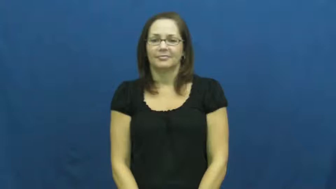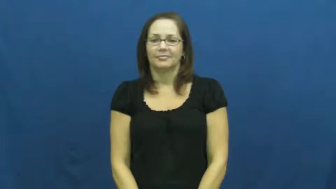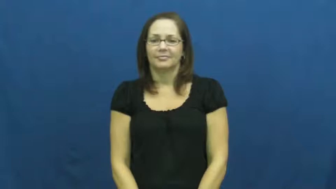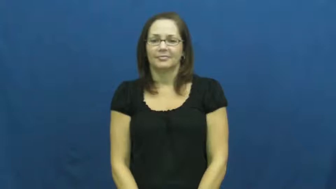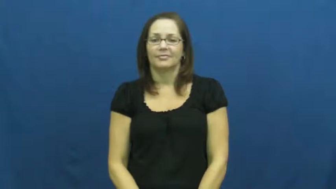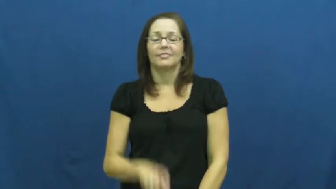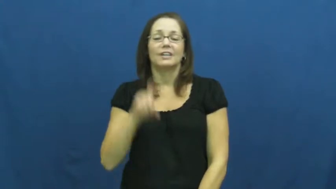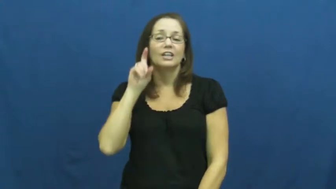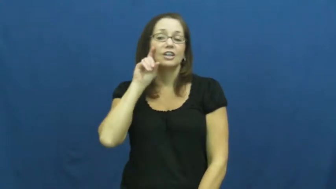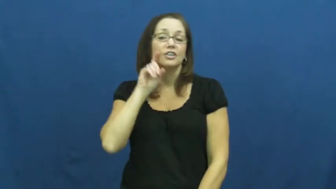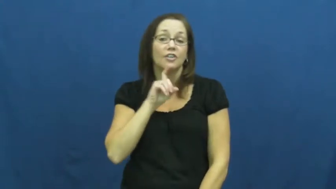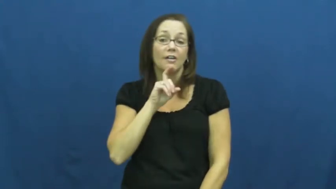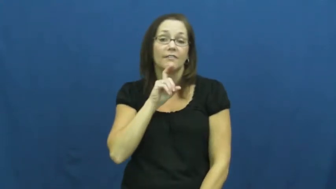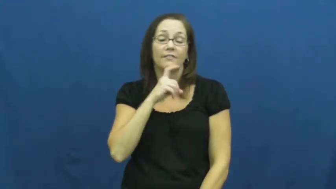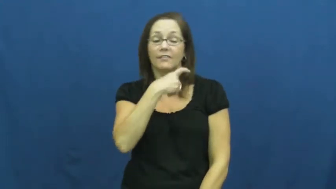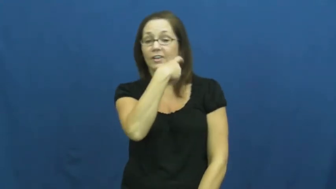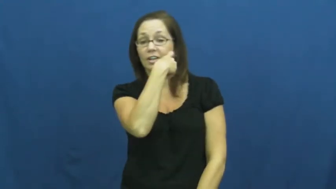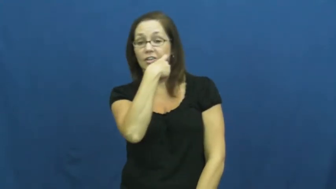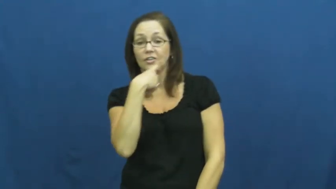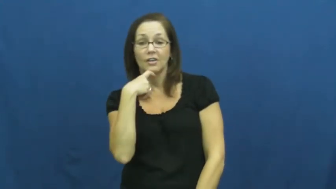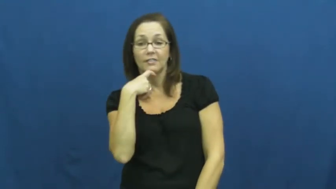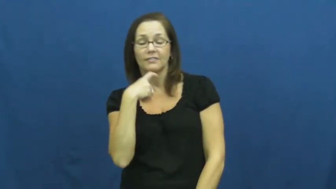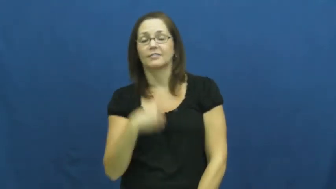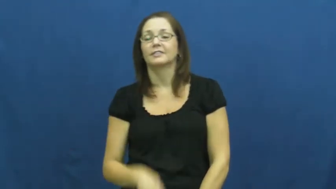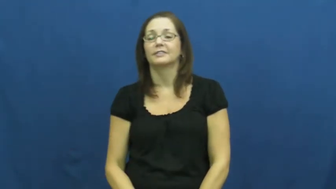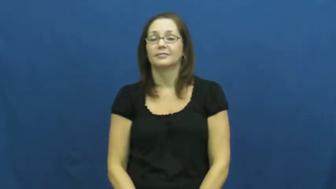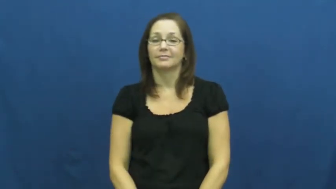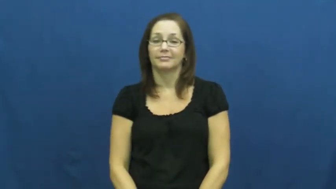shave,shaver-beard